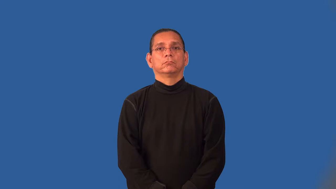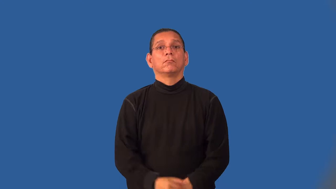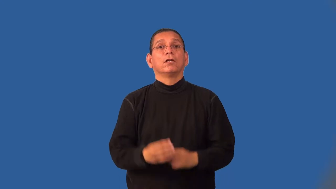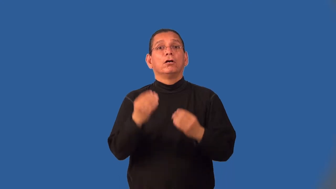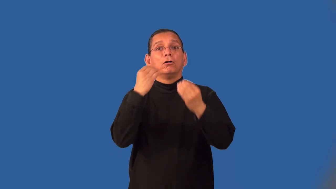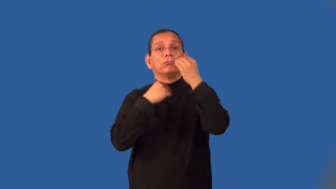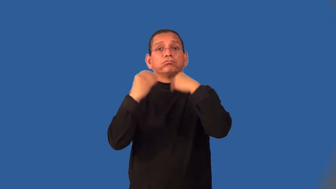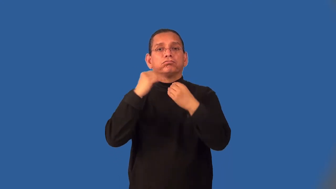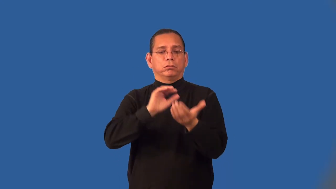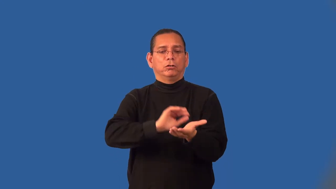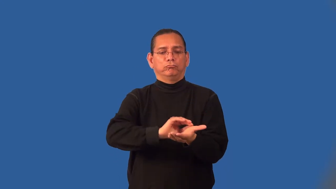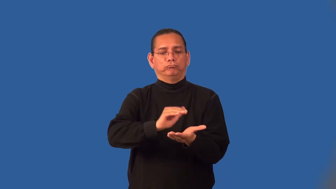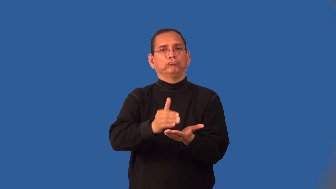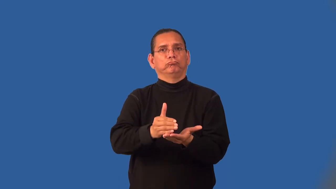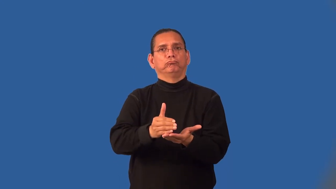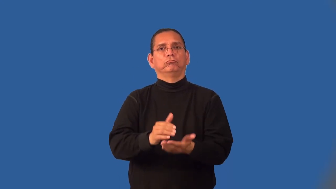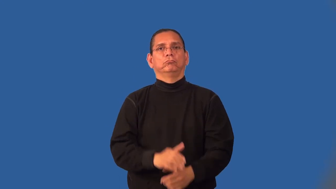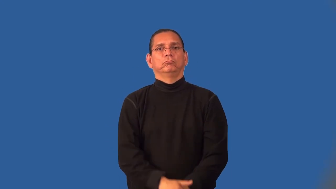intake-food